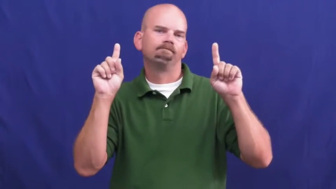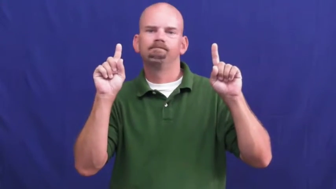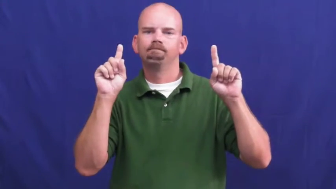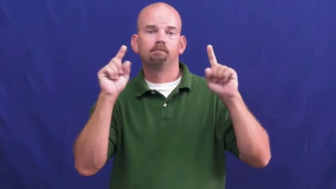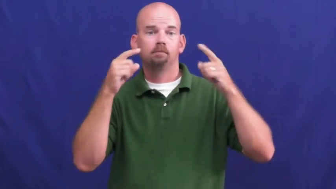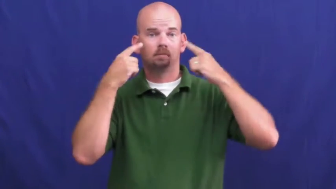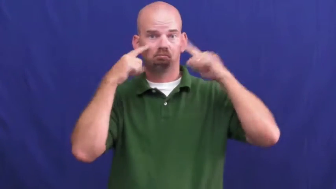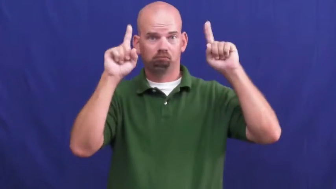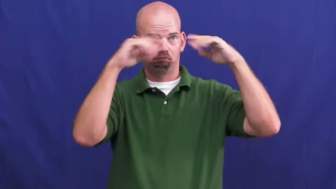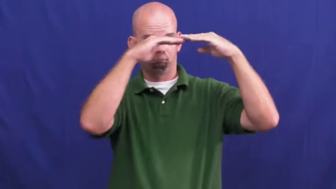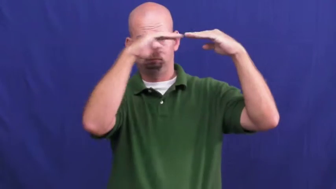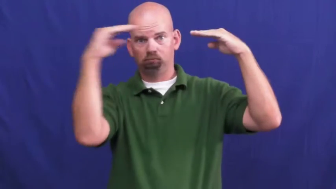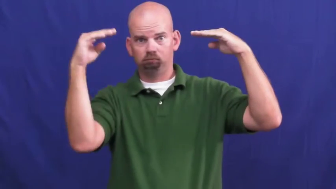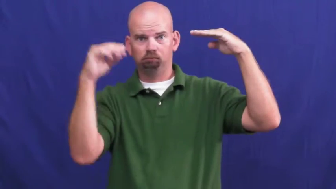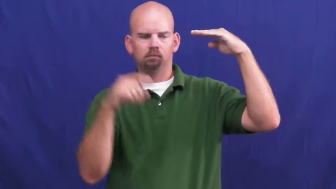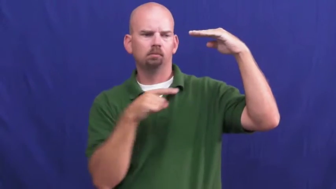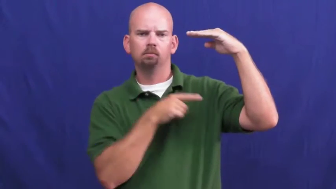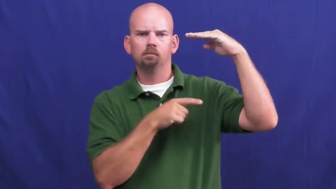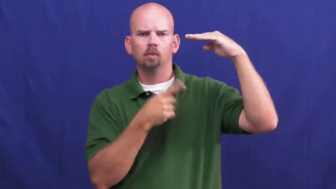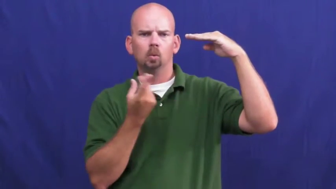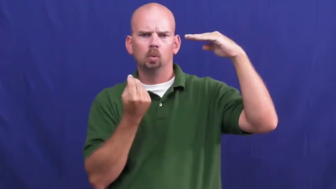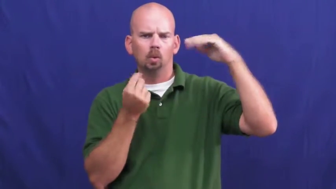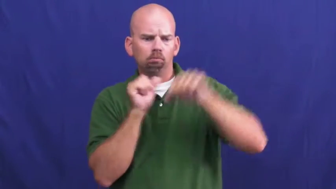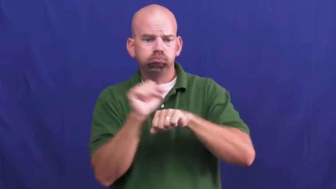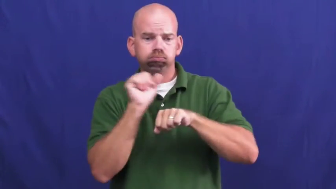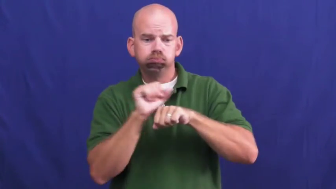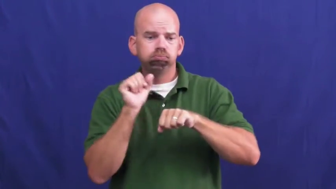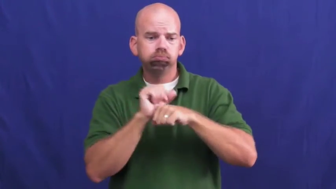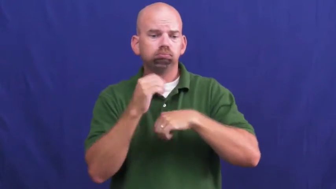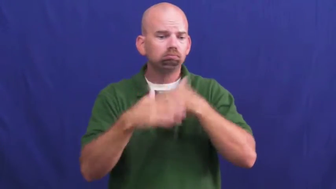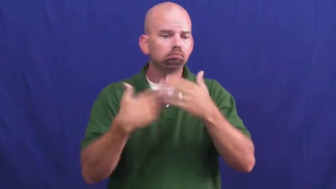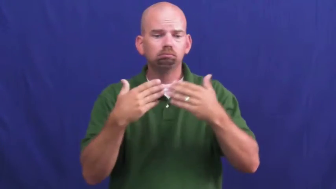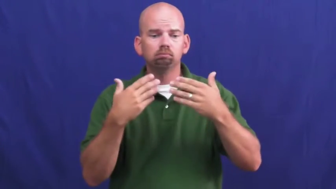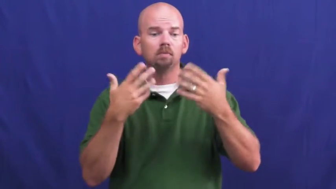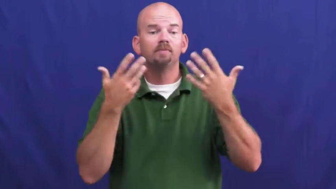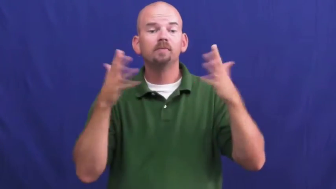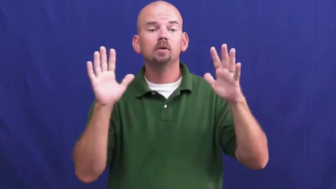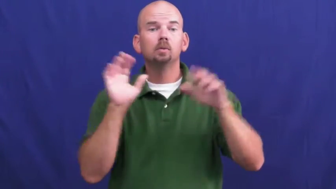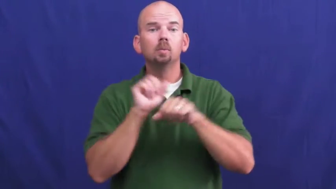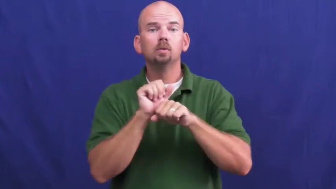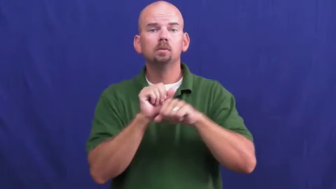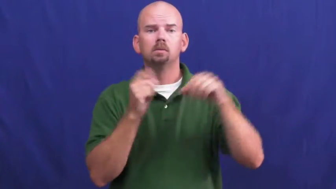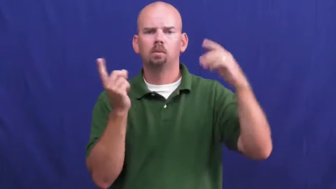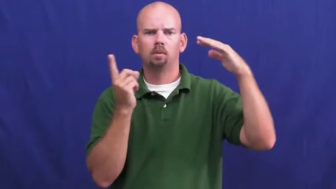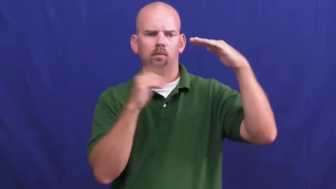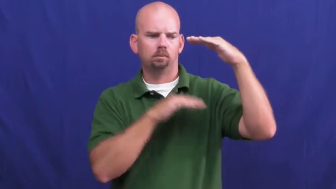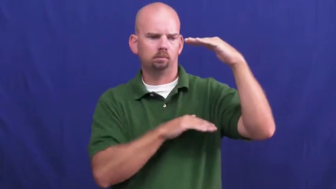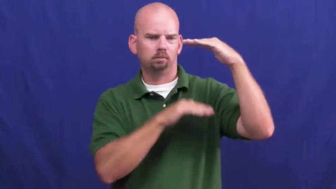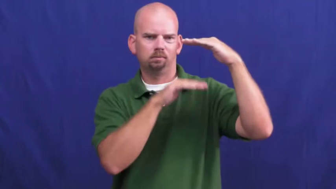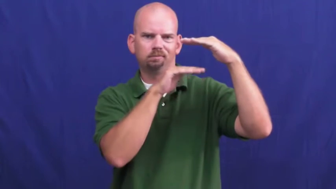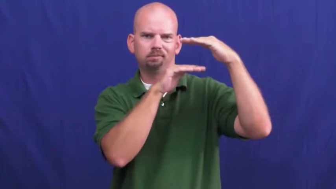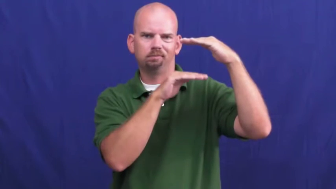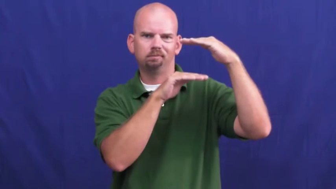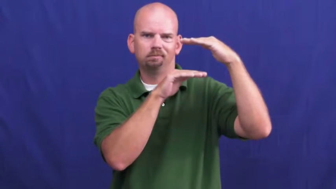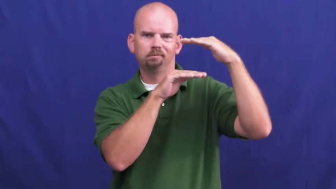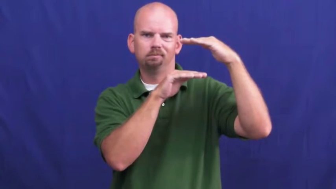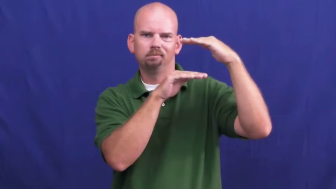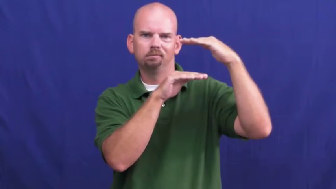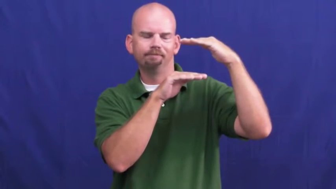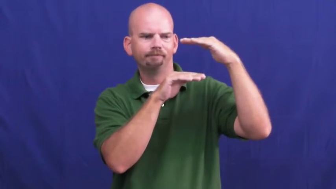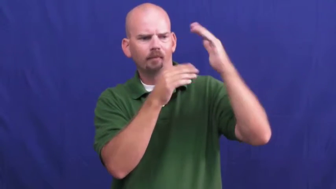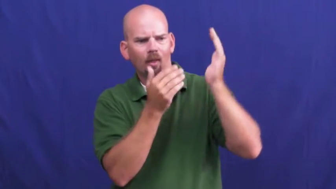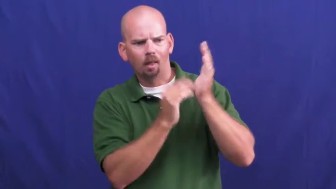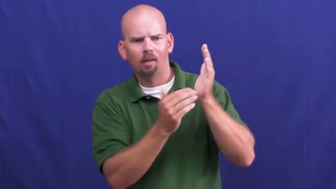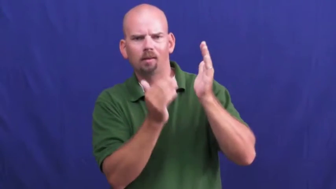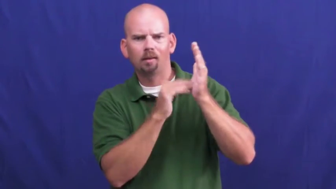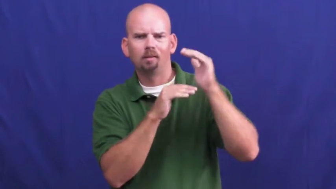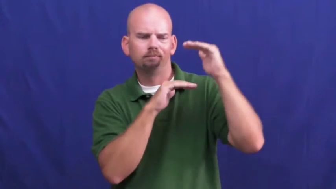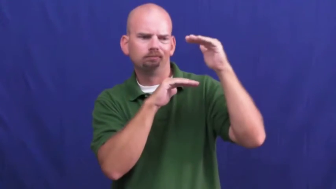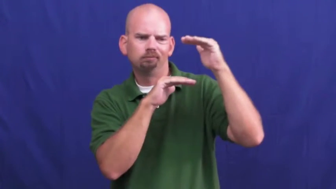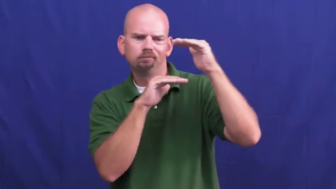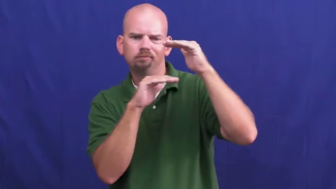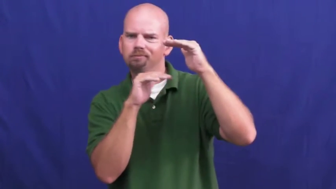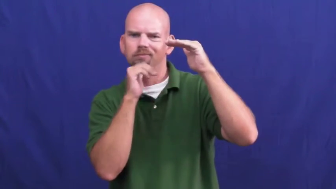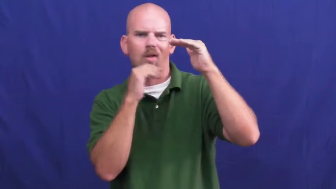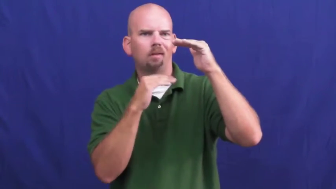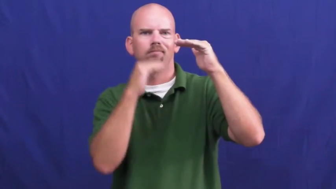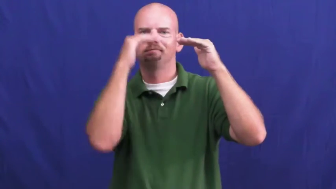underachieve